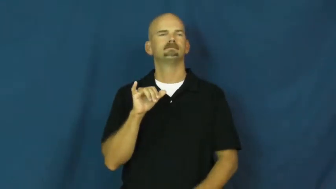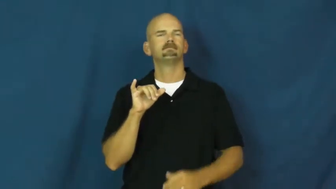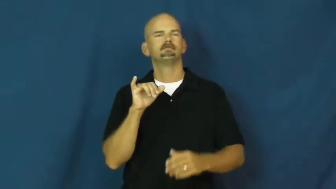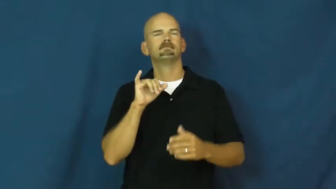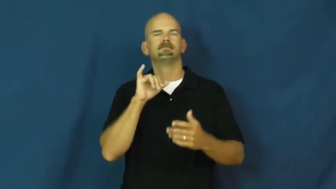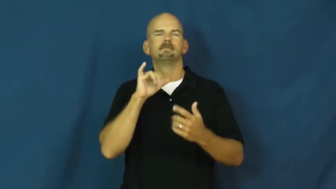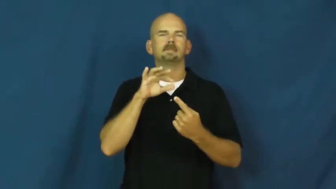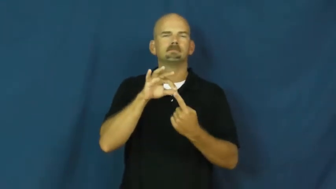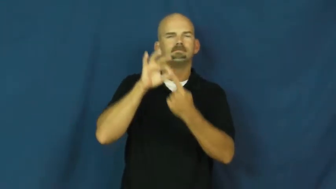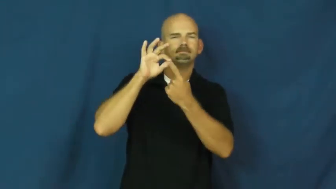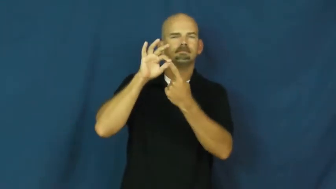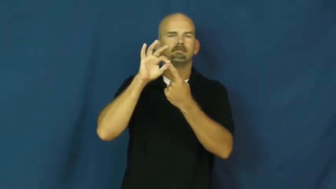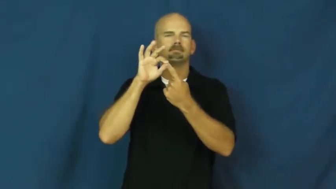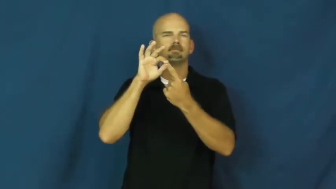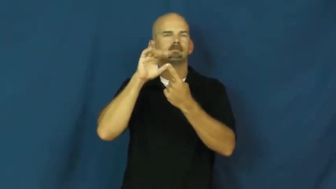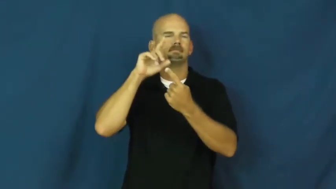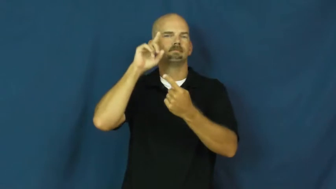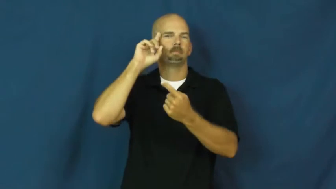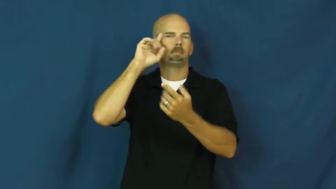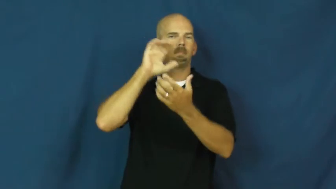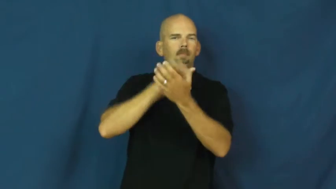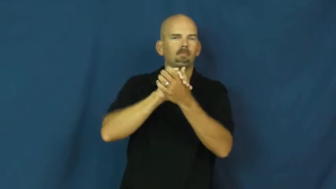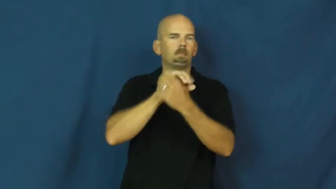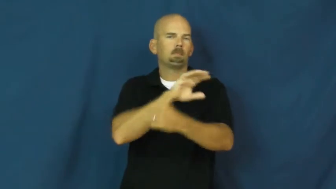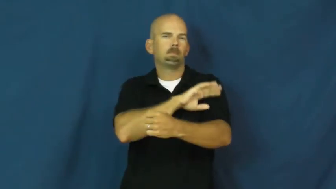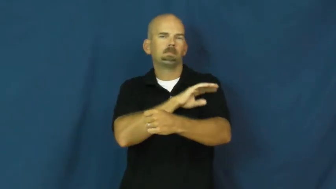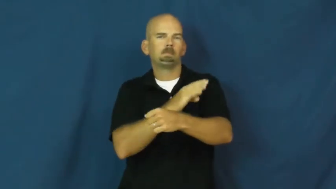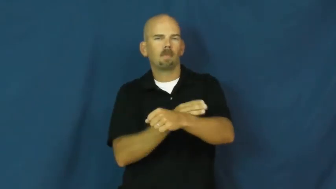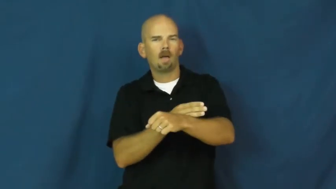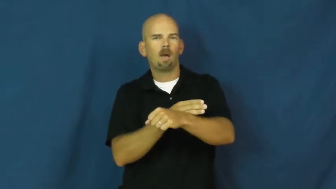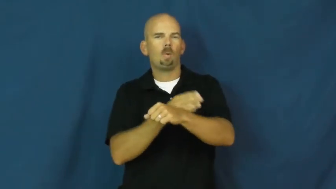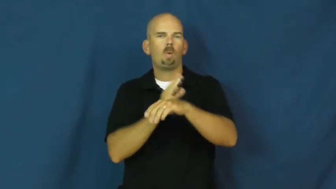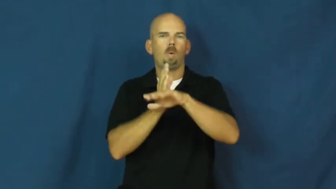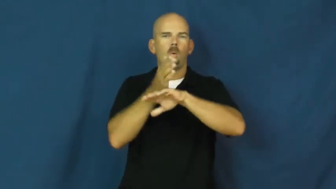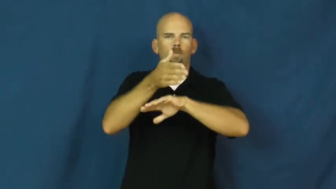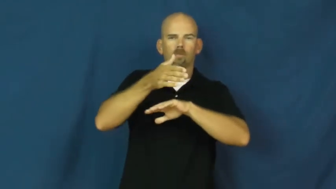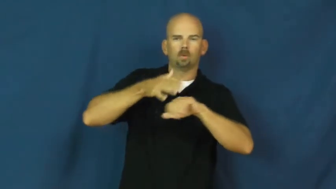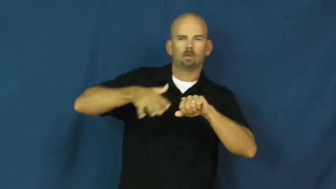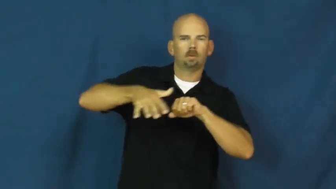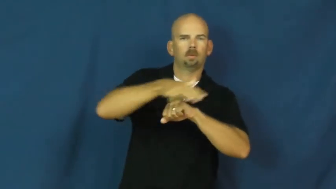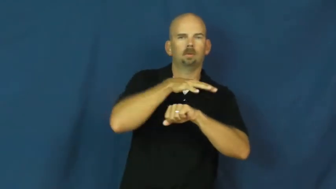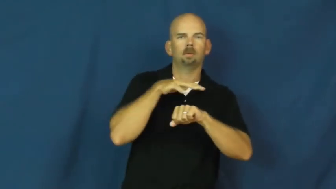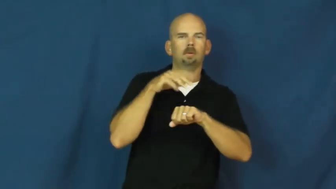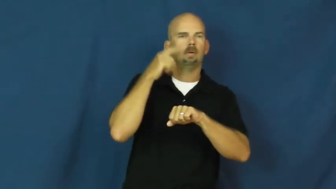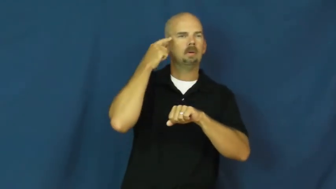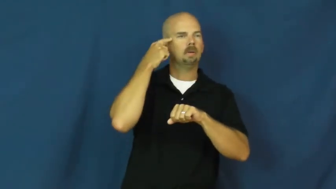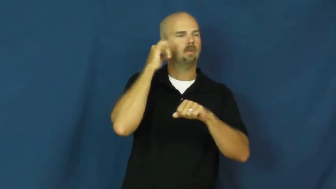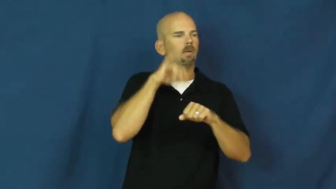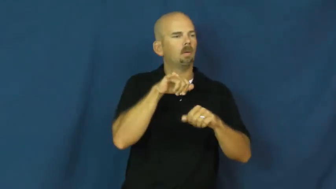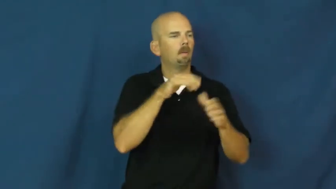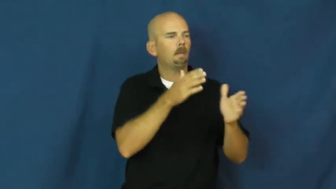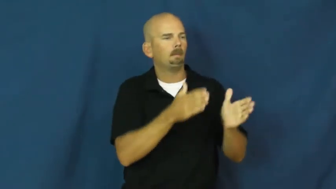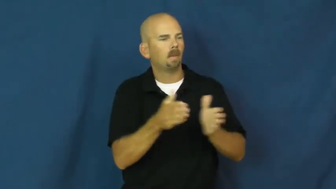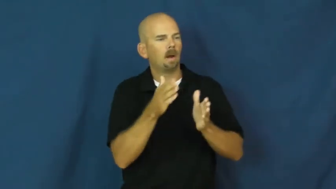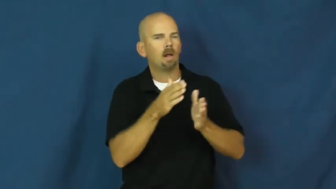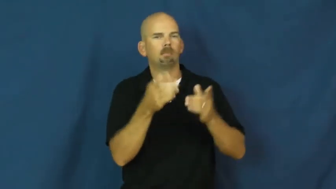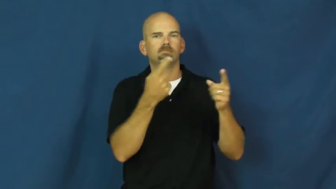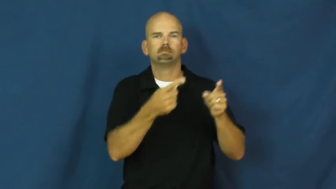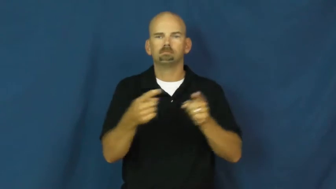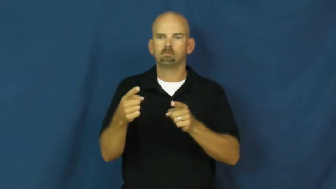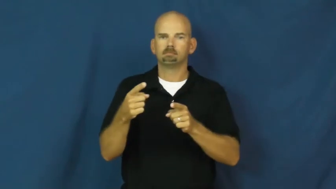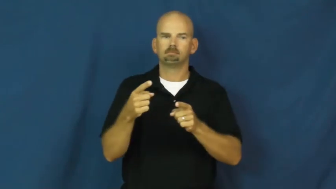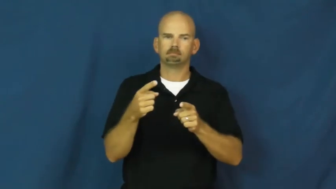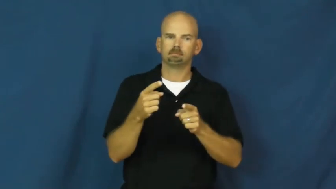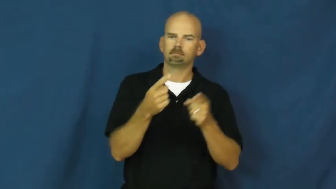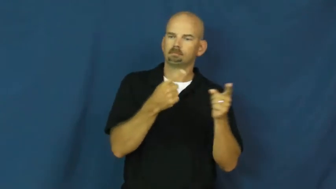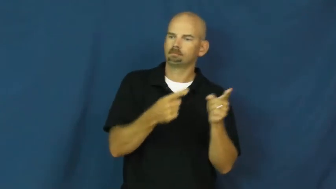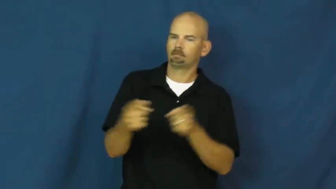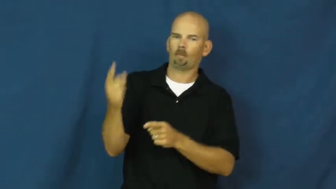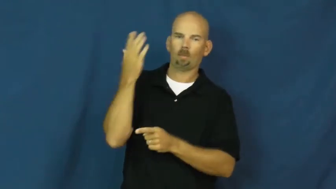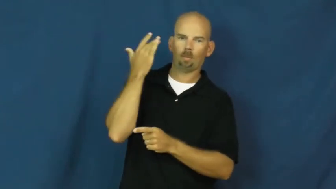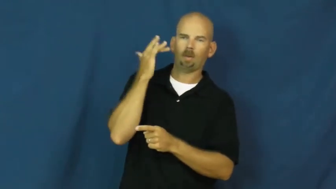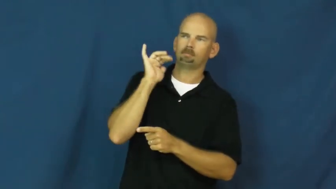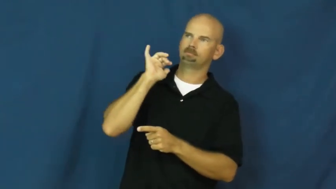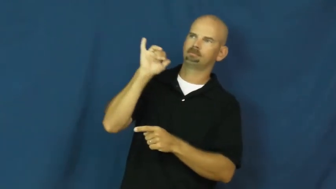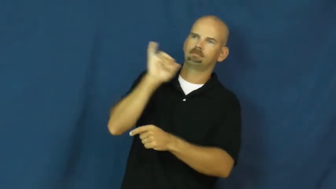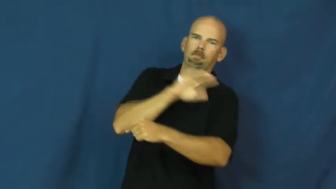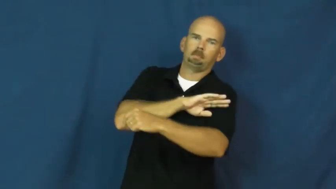destiny